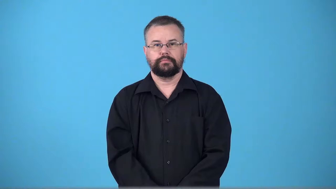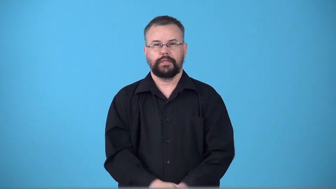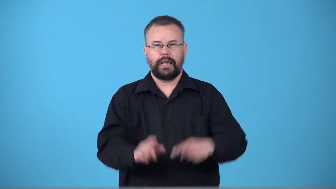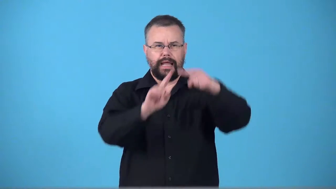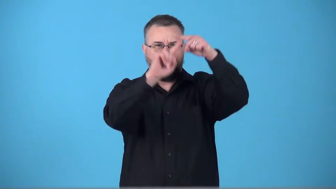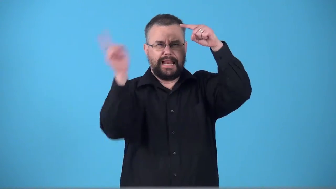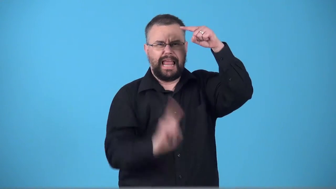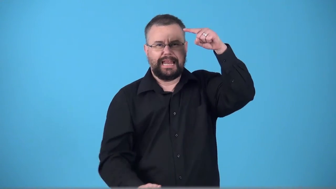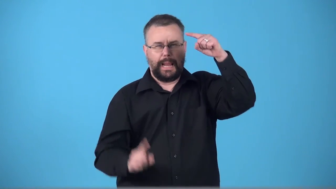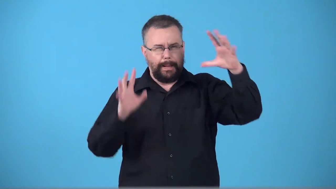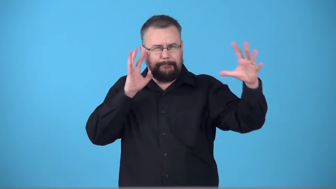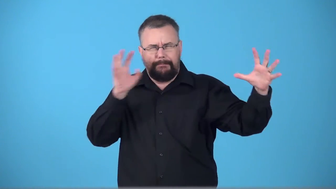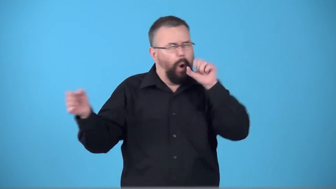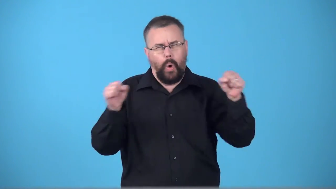thunderbolt